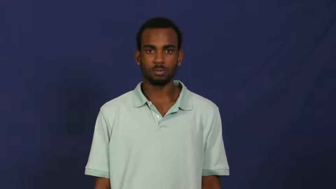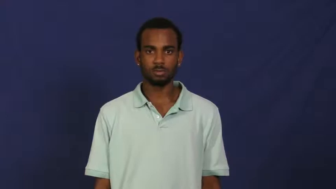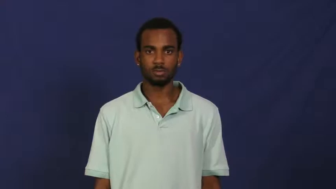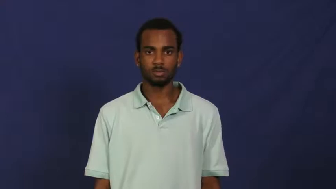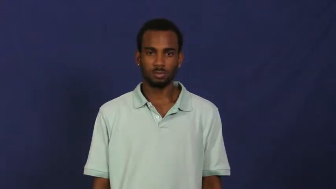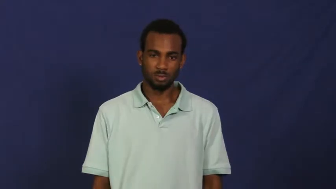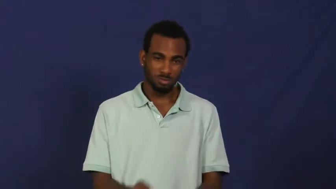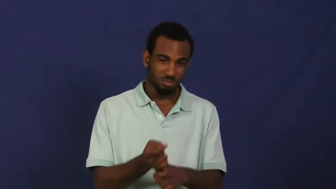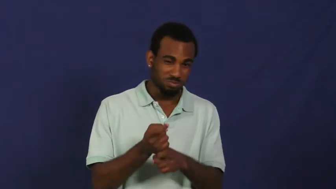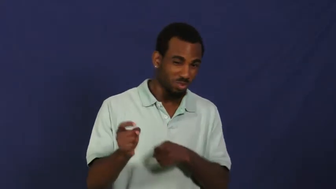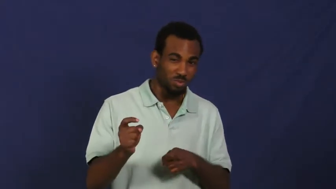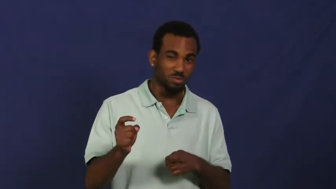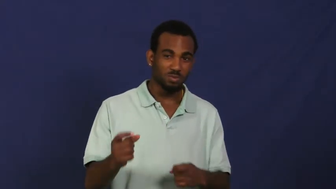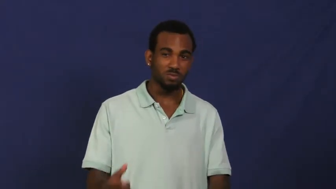spoil-child